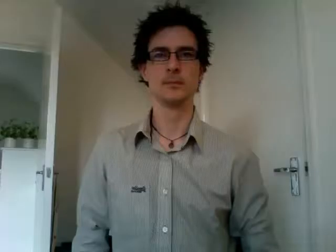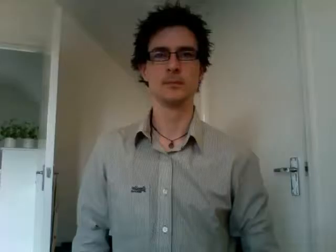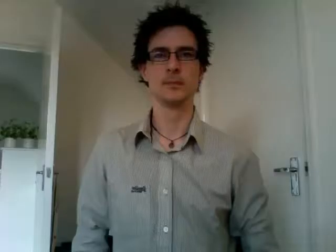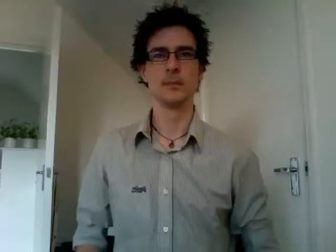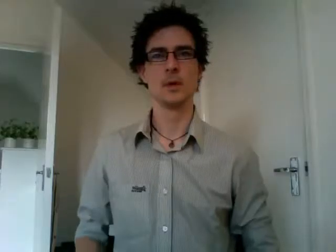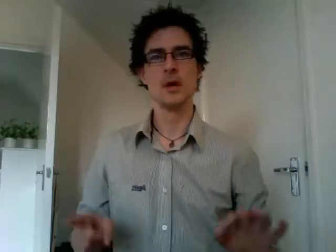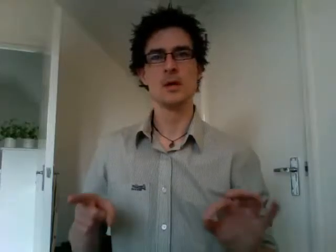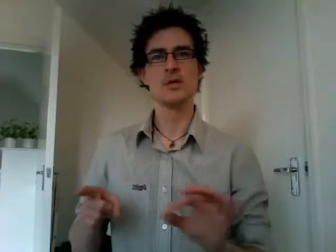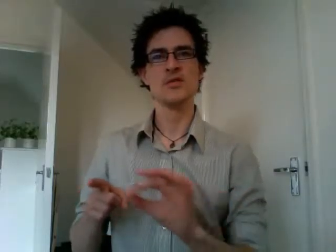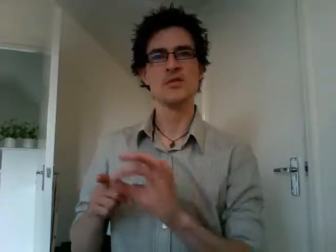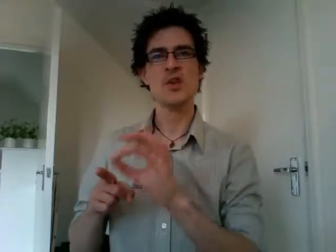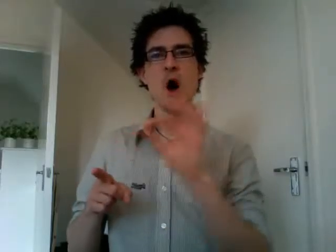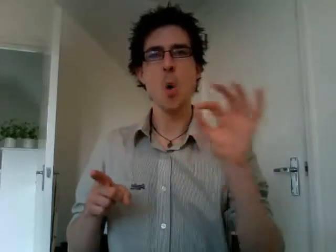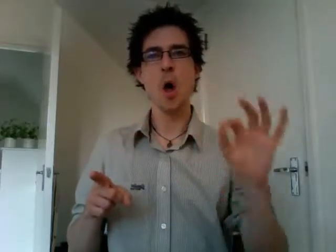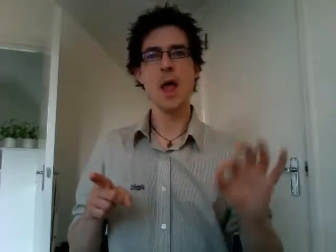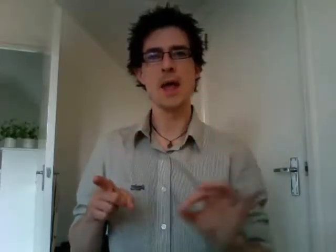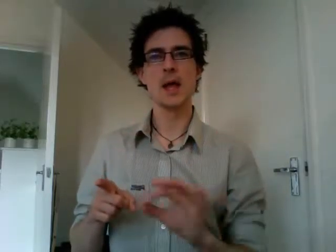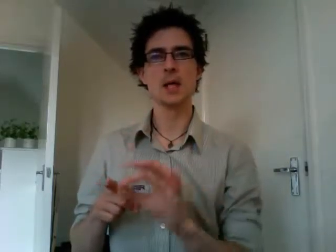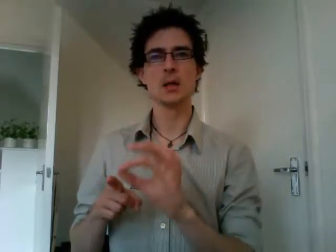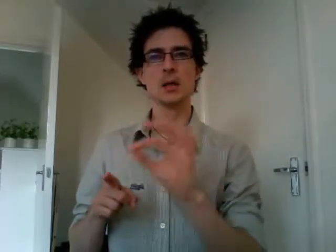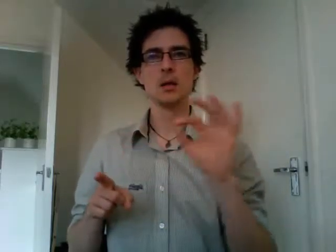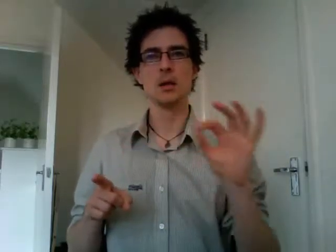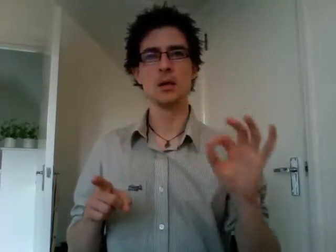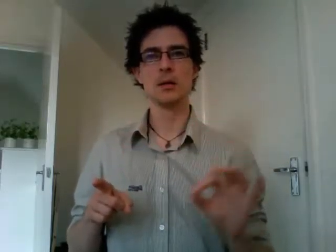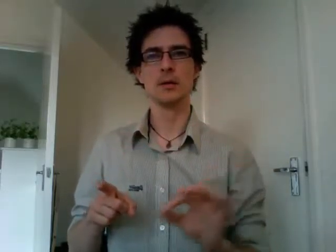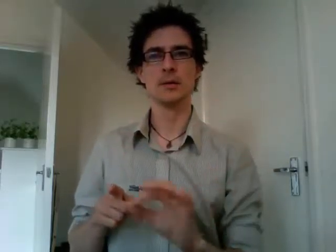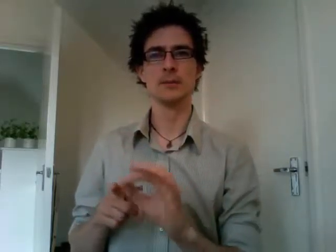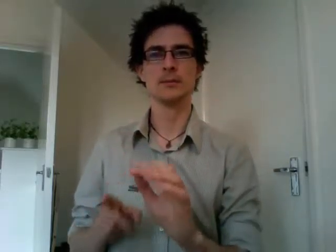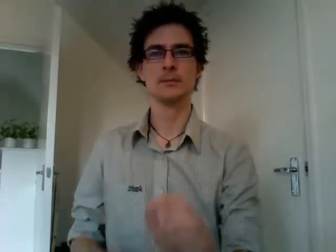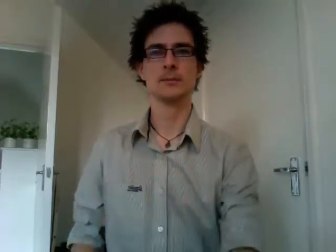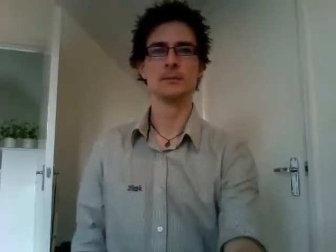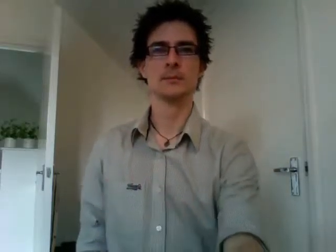sowing